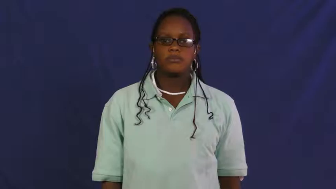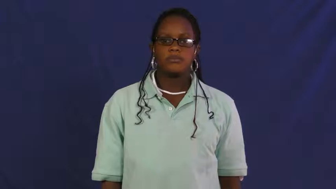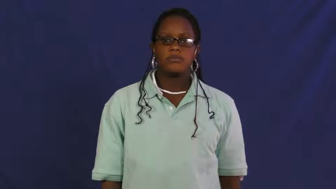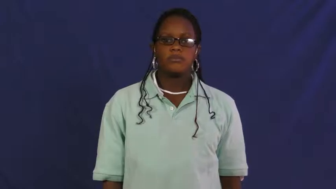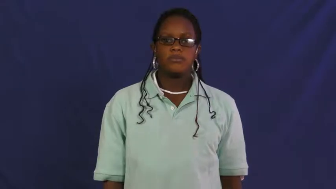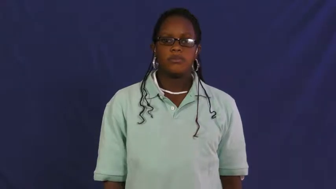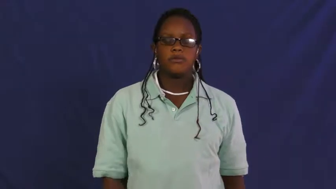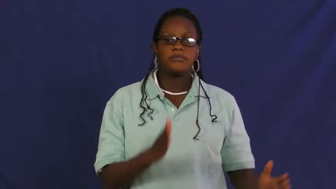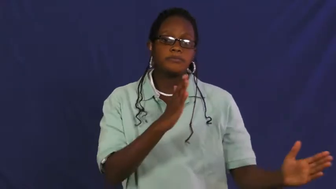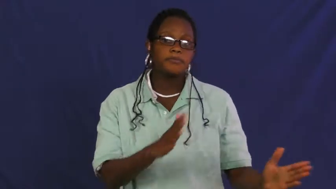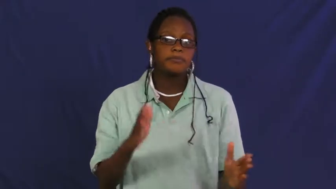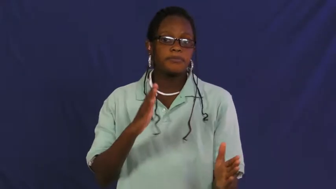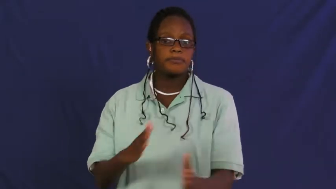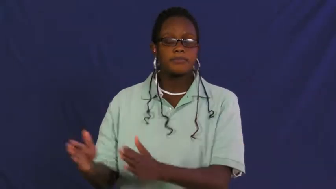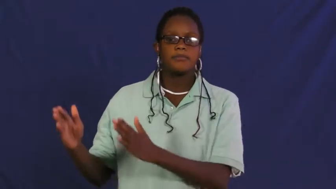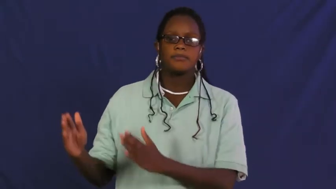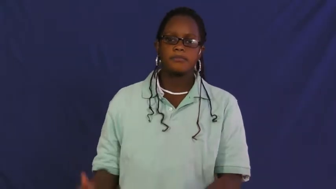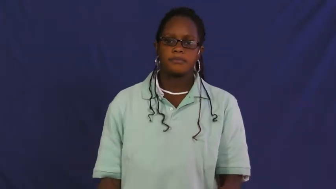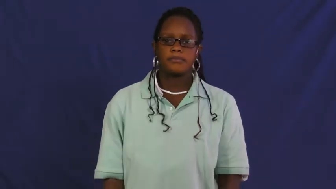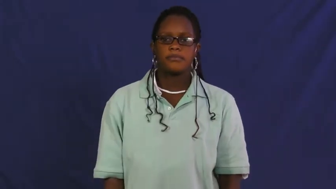plan,allow,schema,blueprint,design,formula